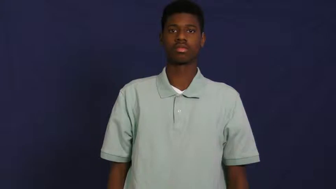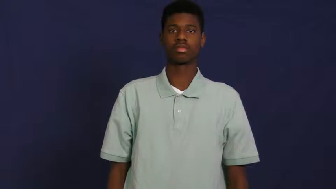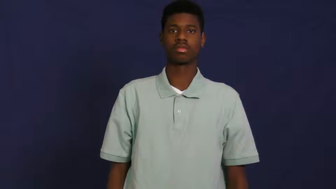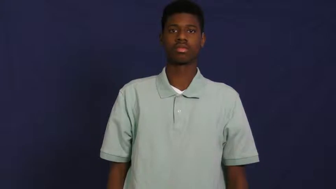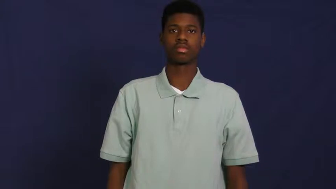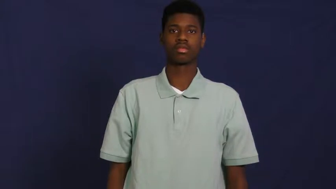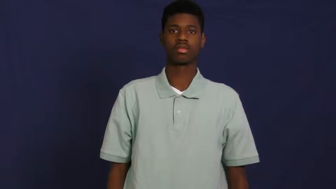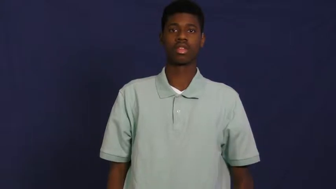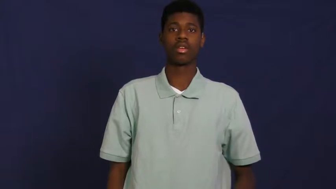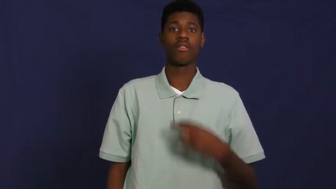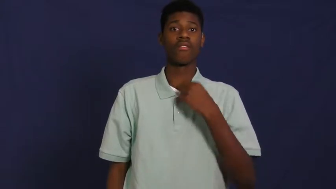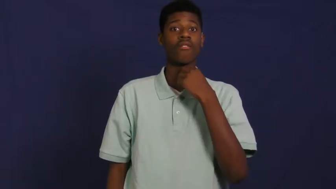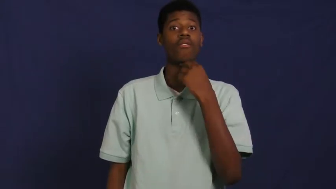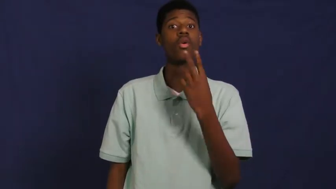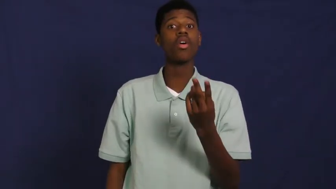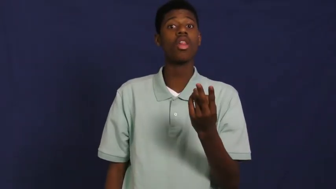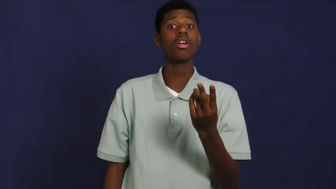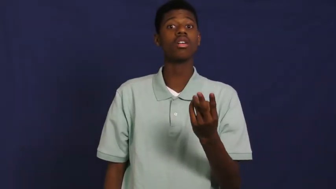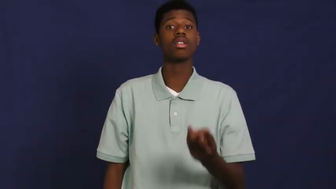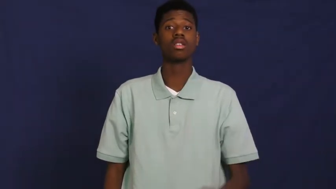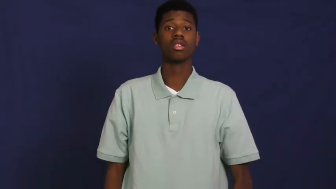voice-speech